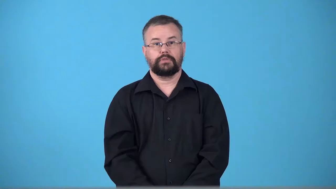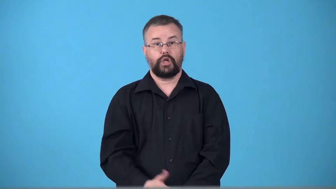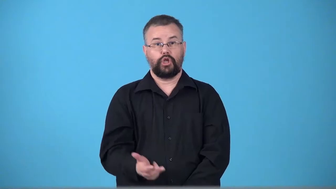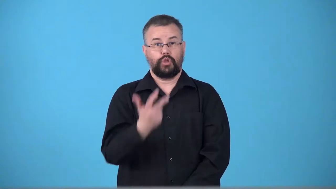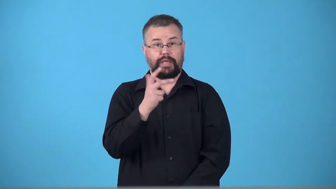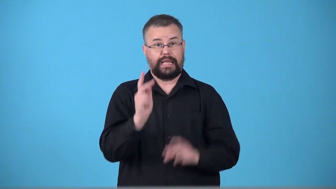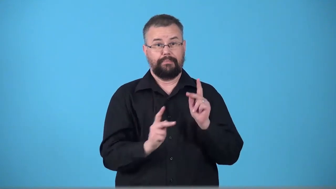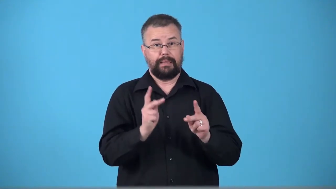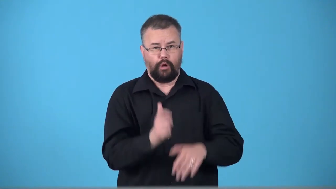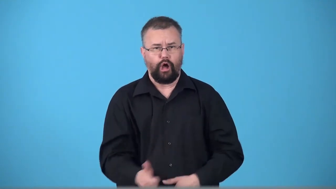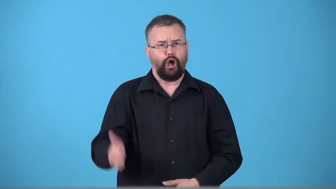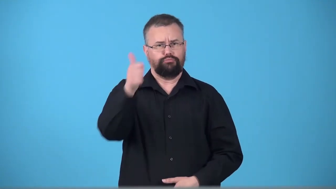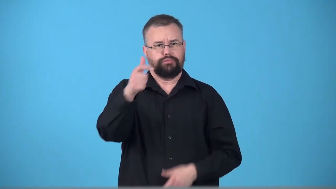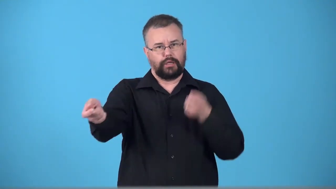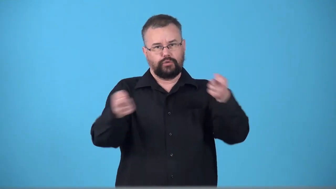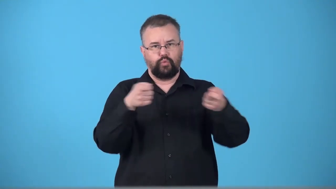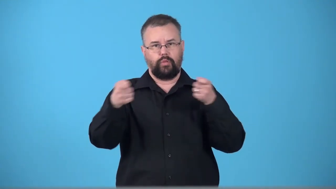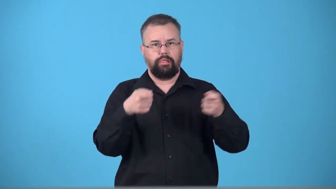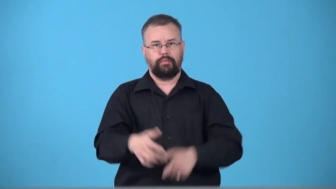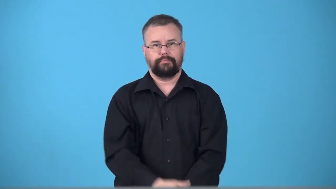triumvirate